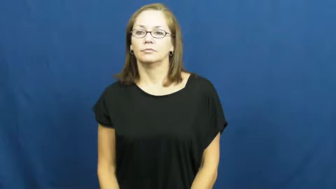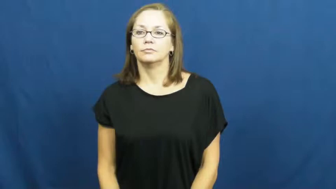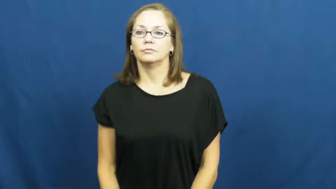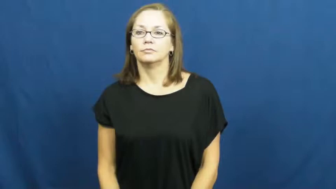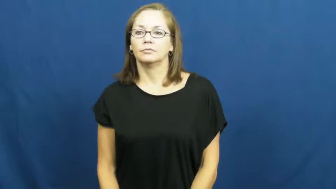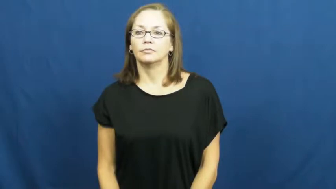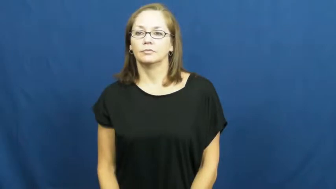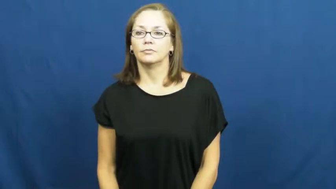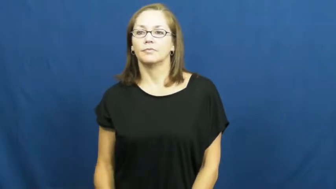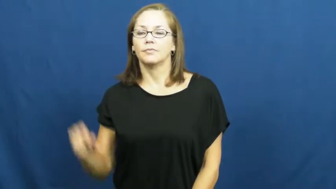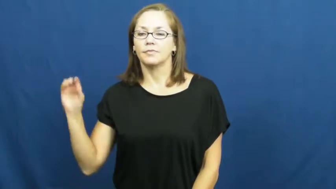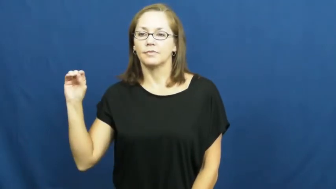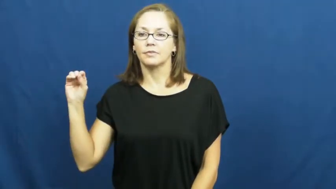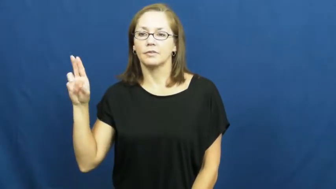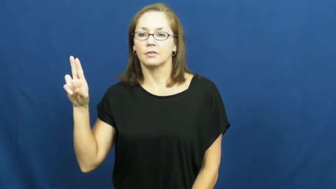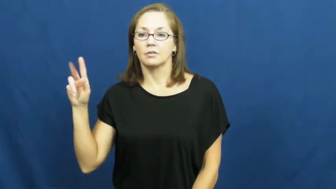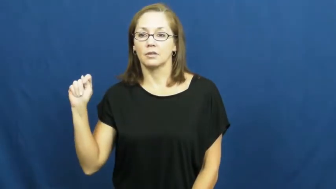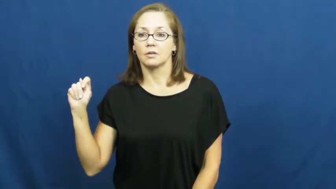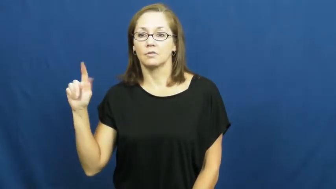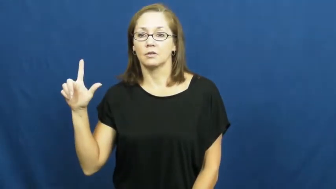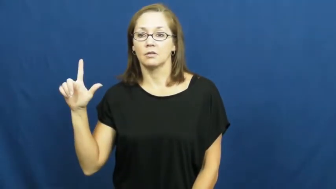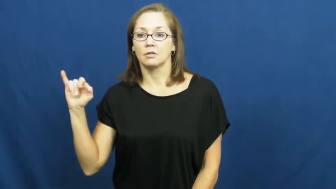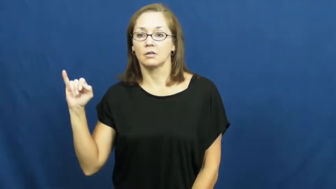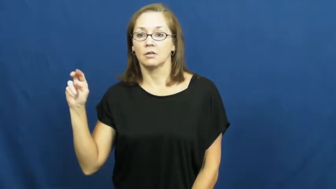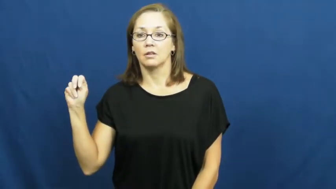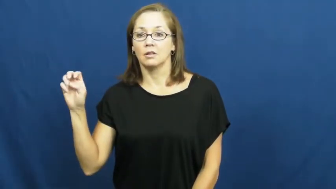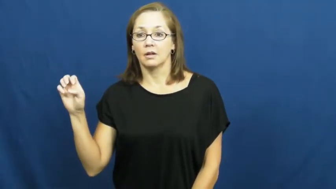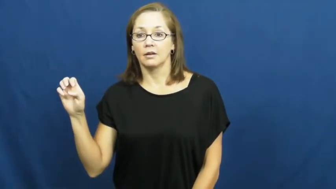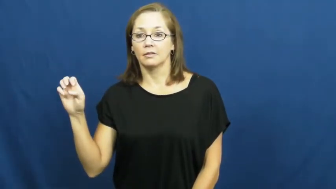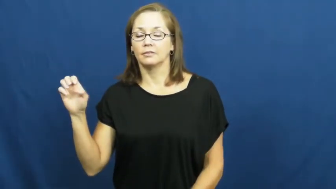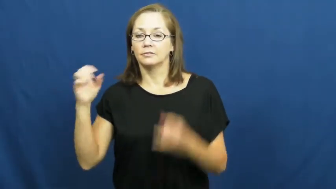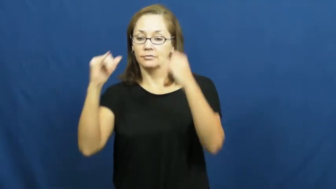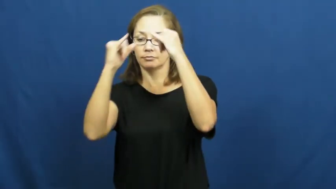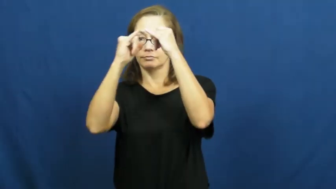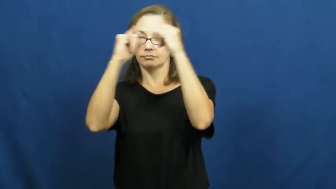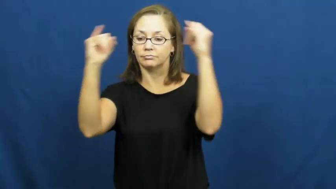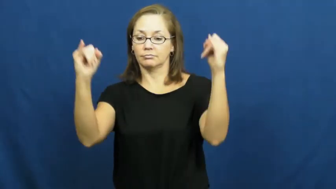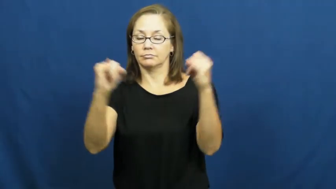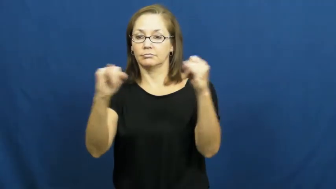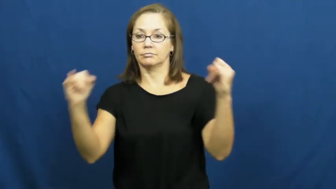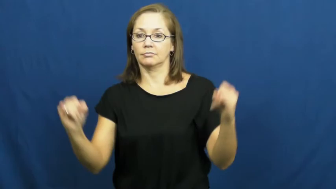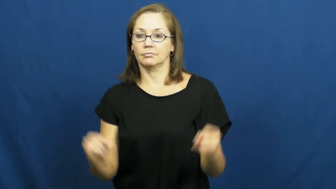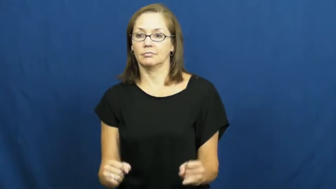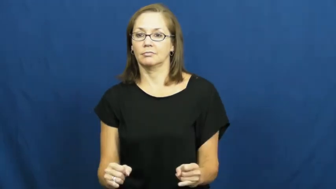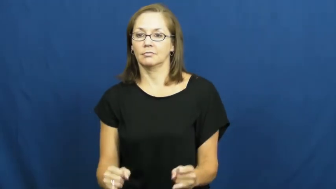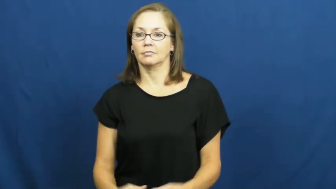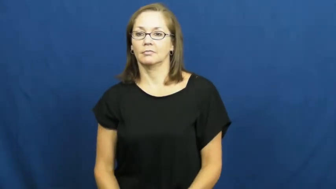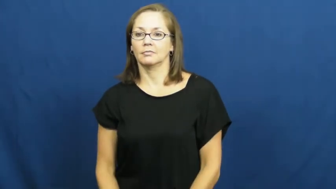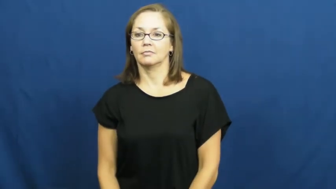outline-shape